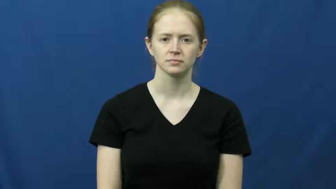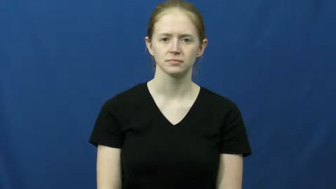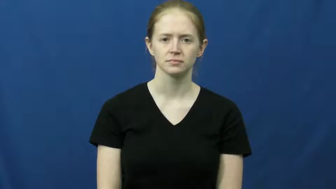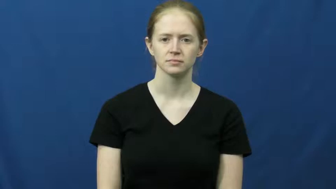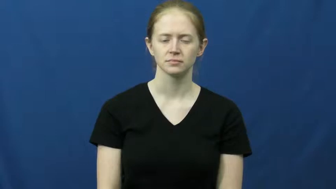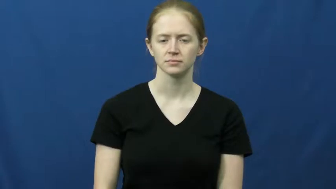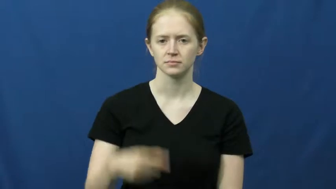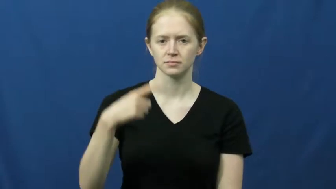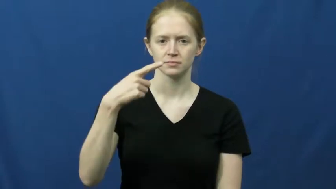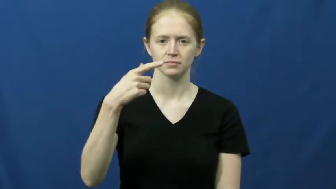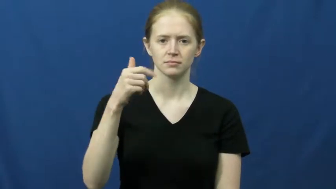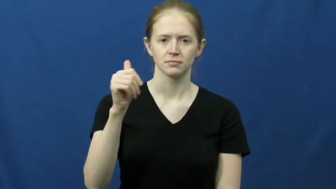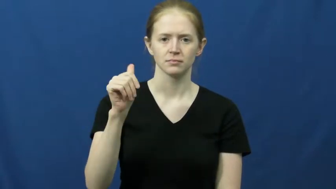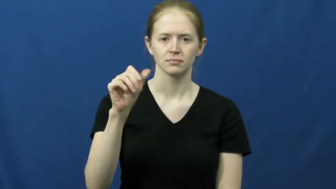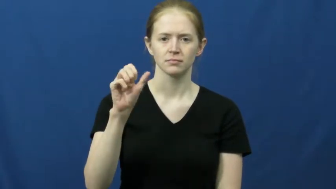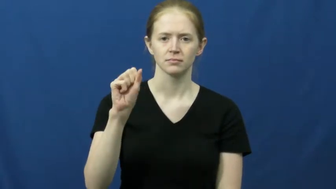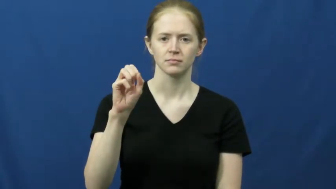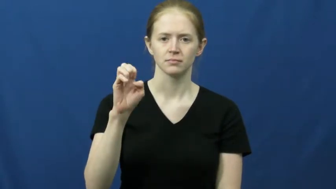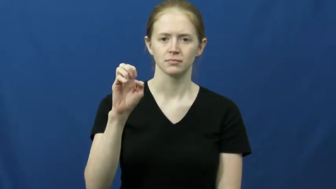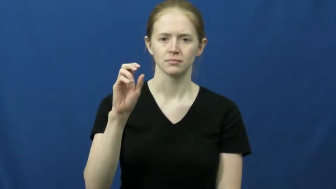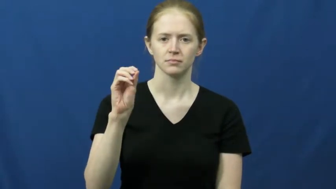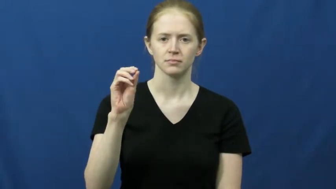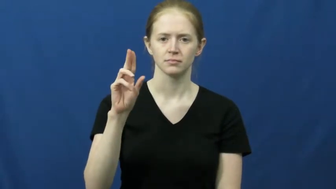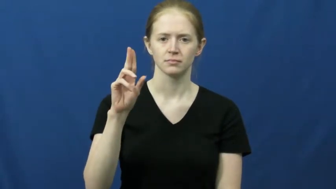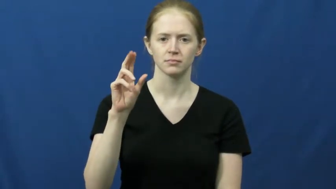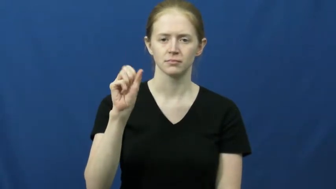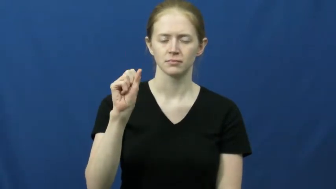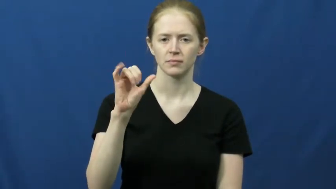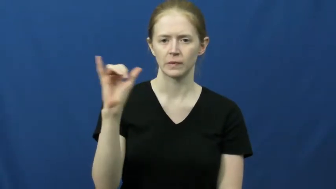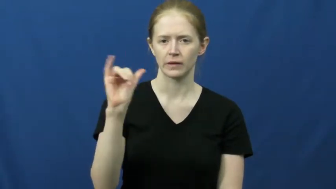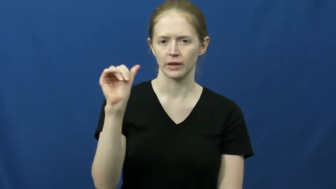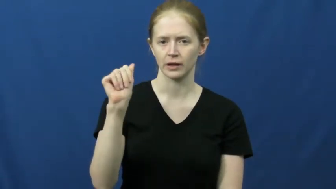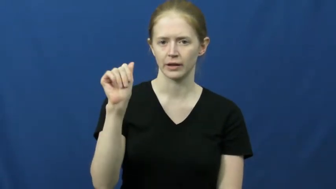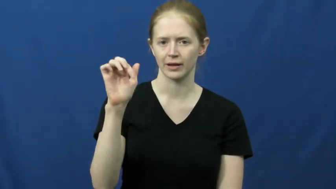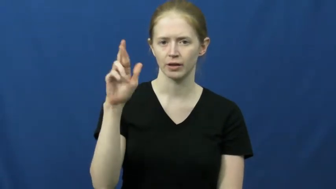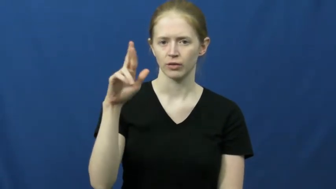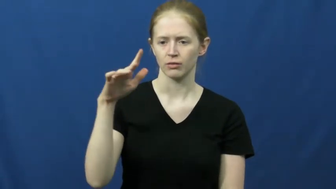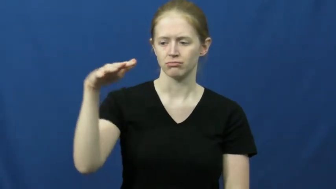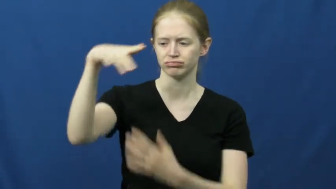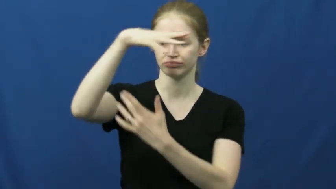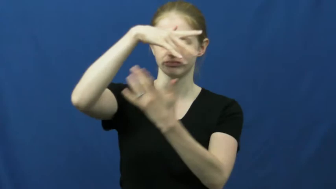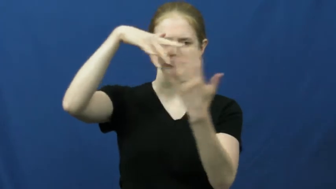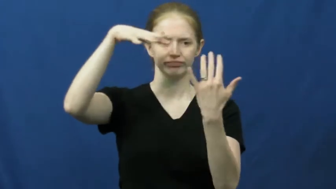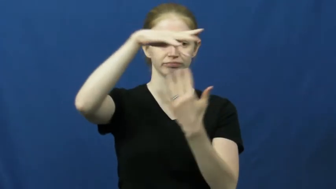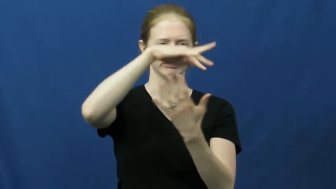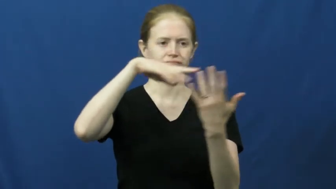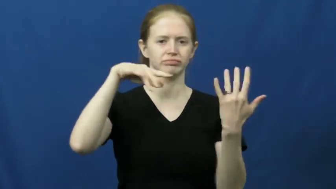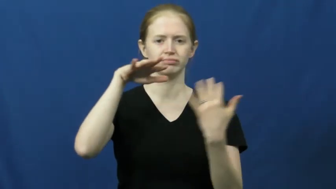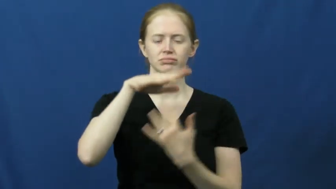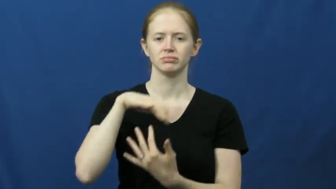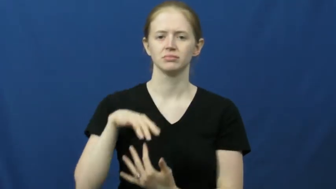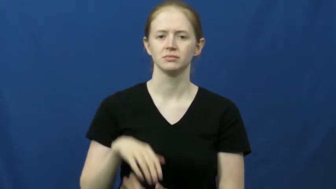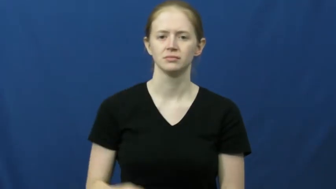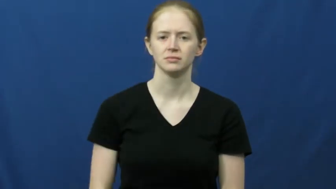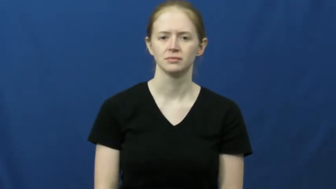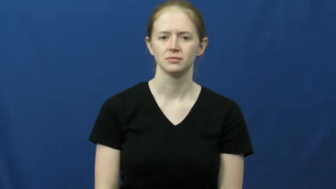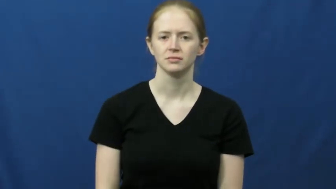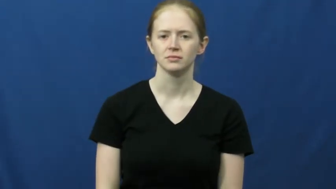gaseous